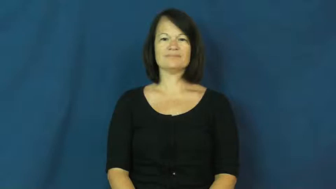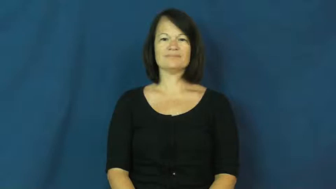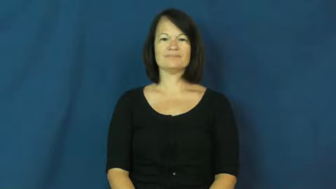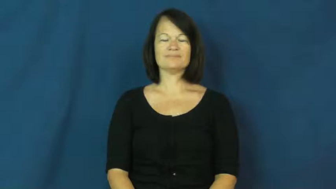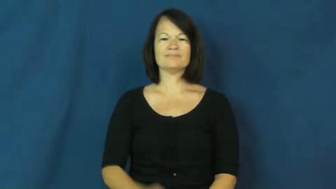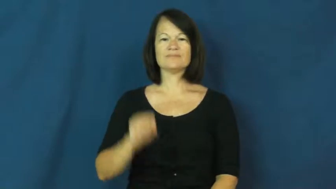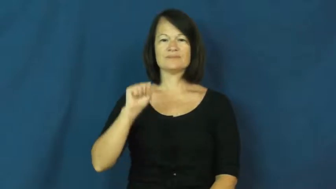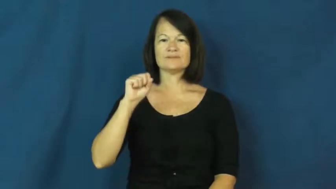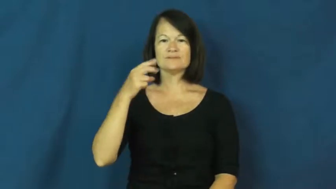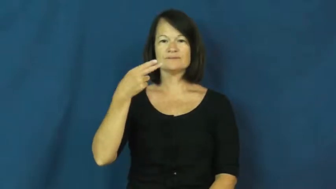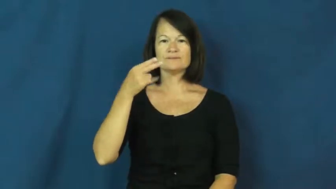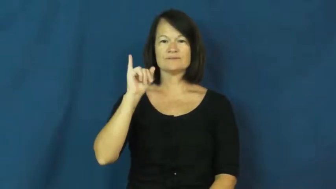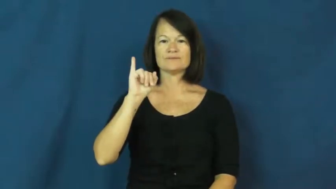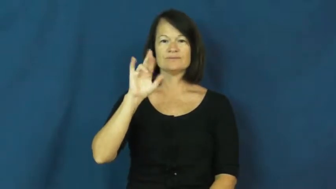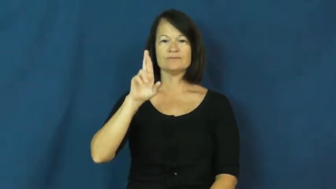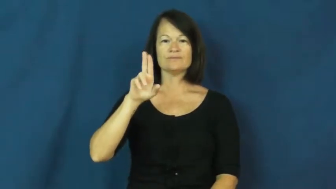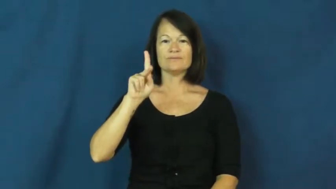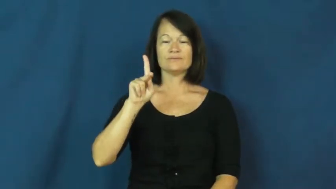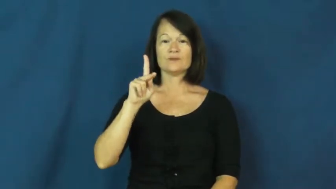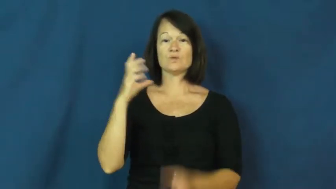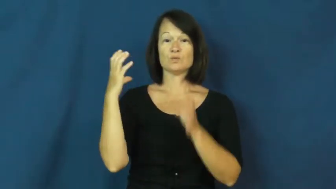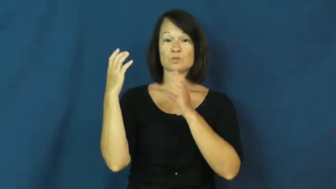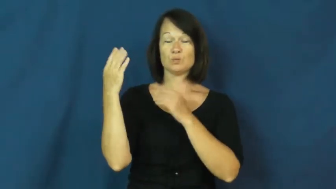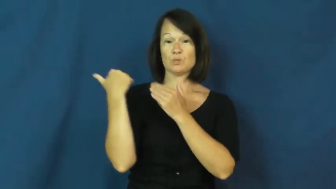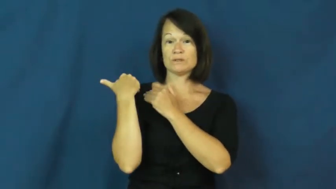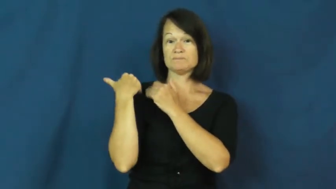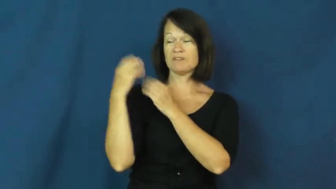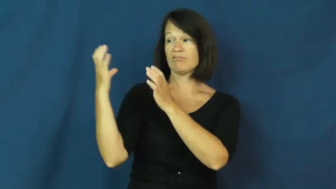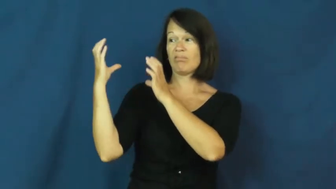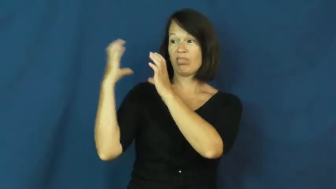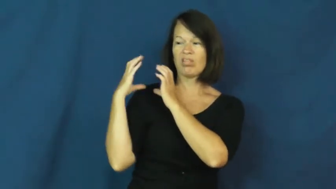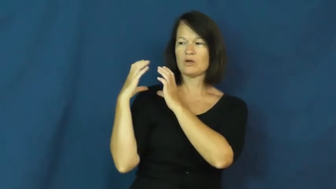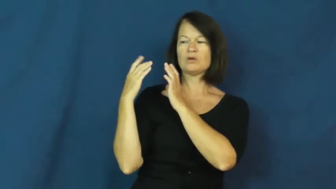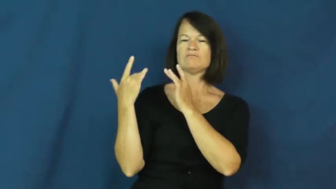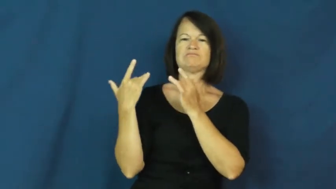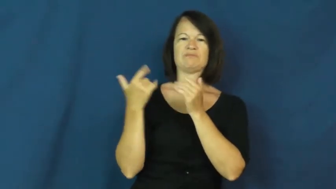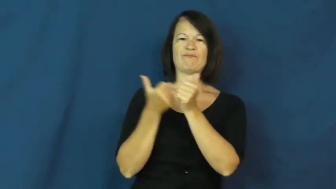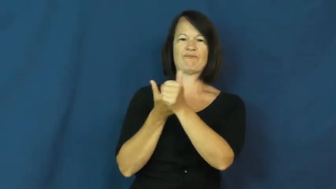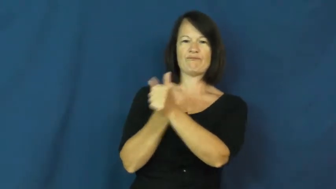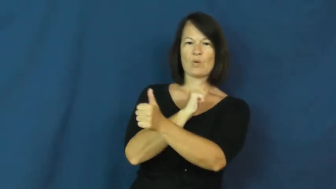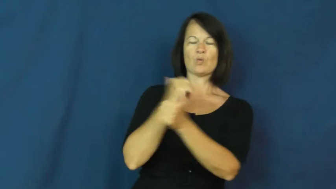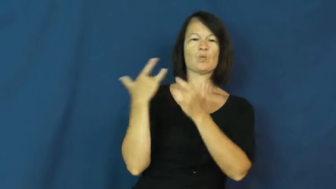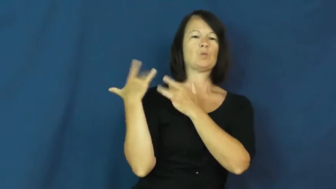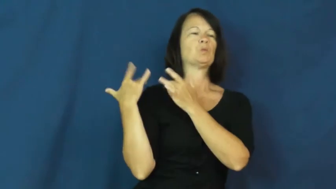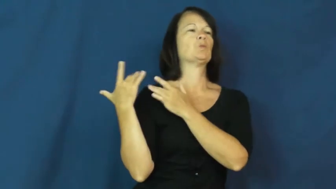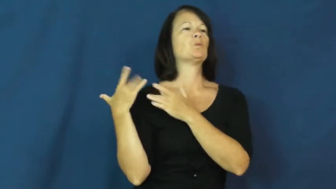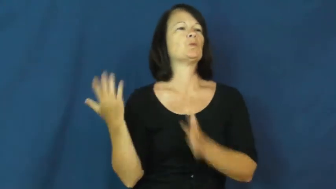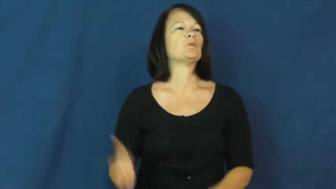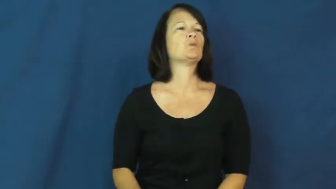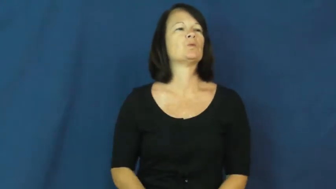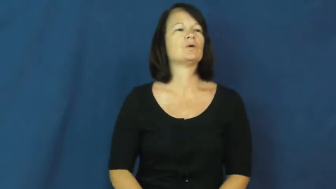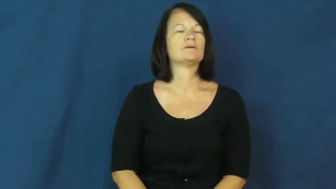shirk